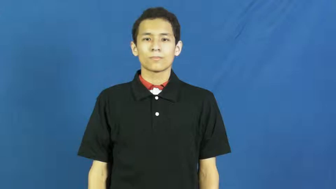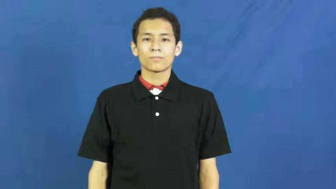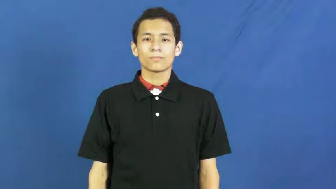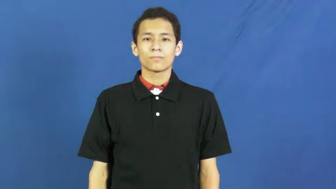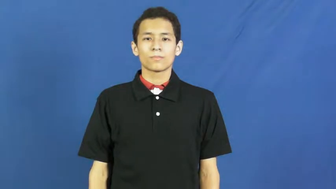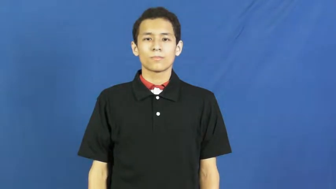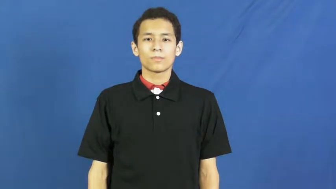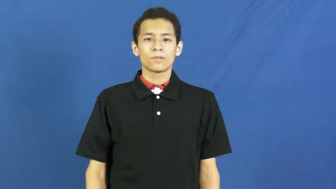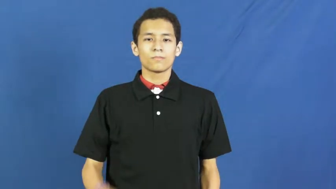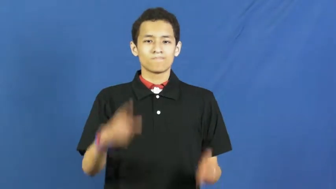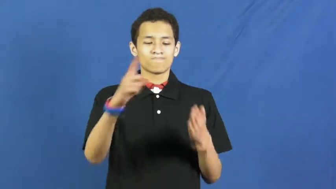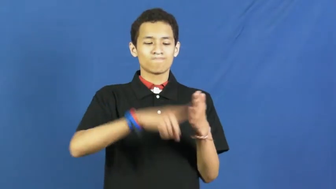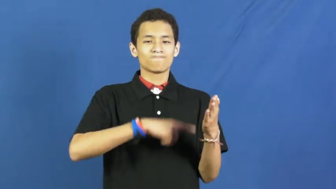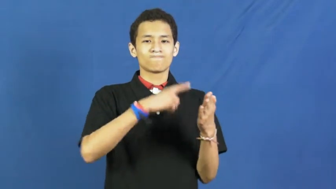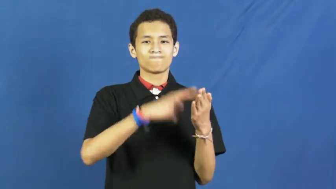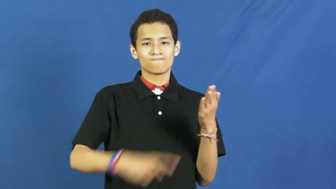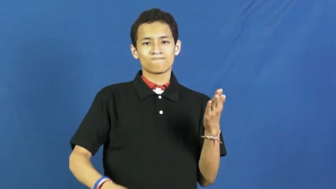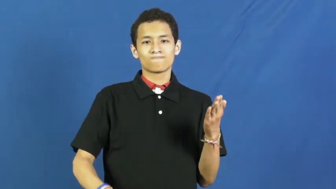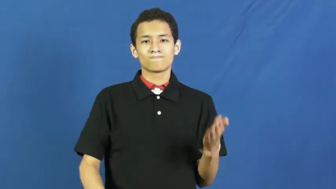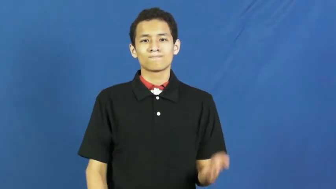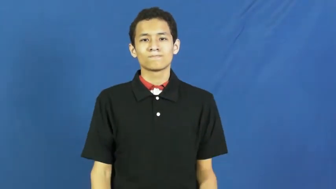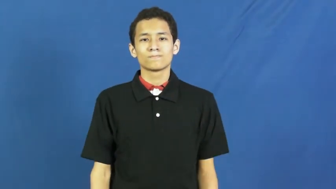rag on,jump on